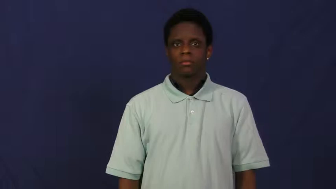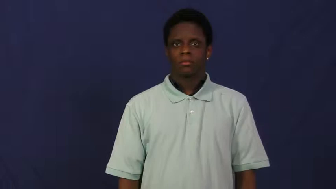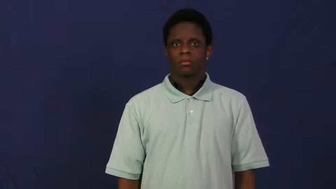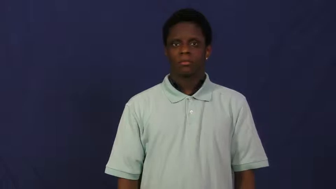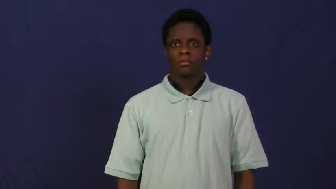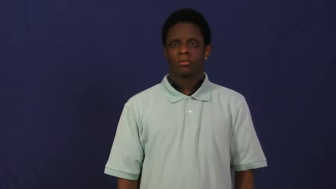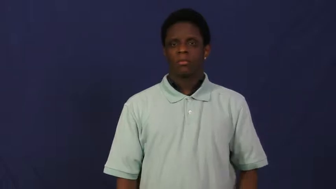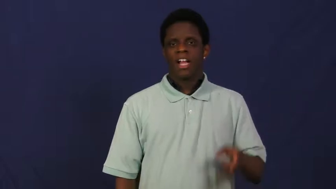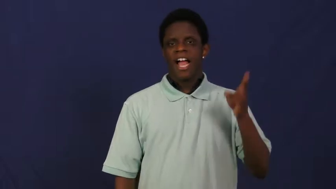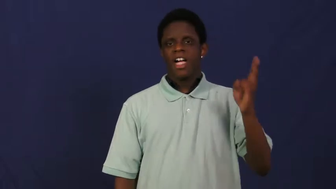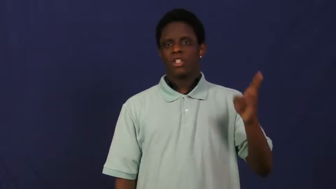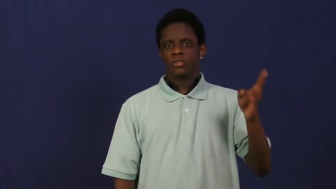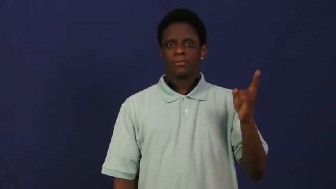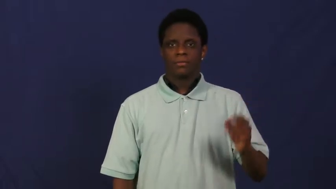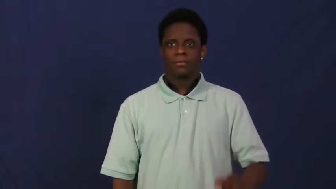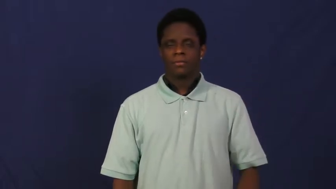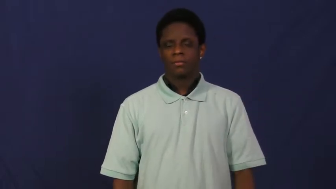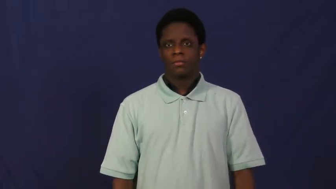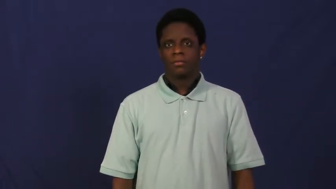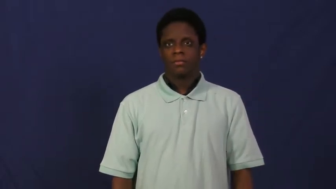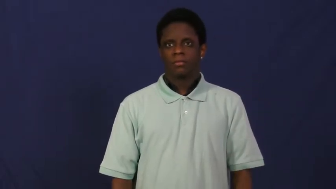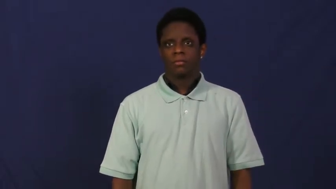history